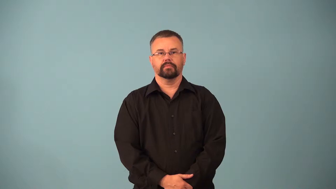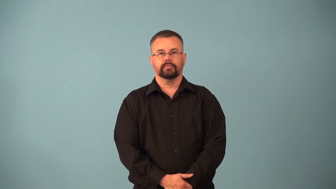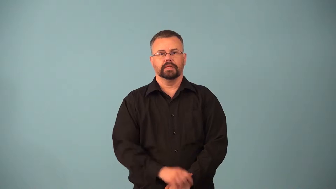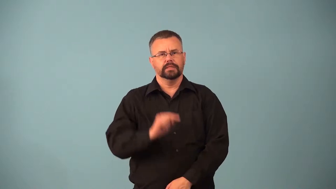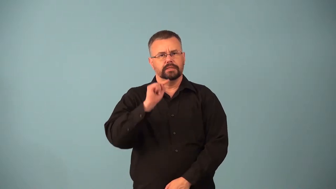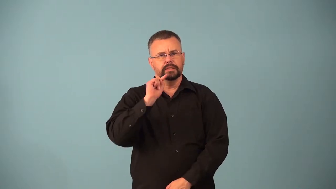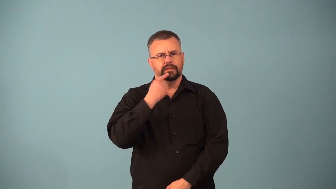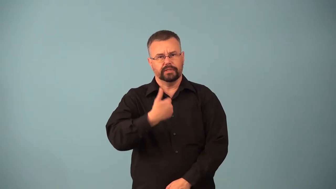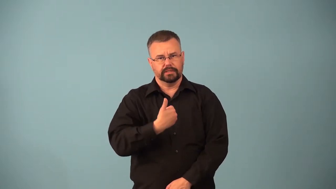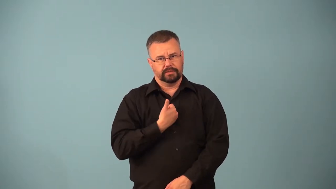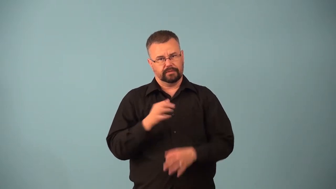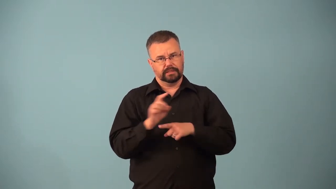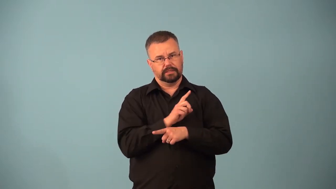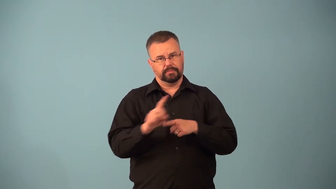ascetic